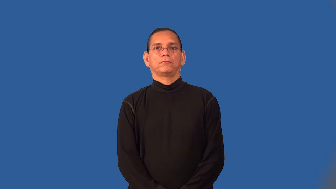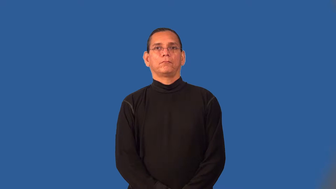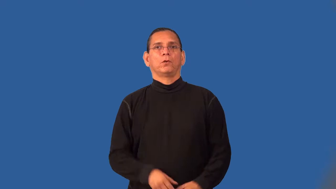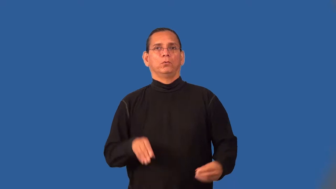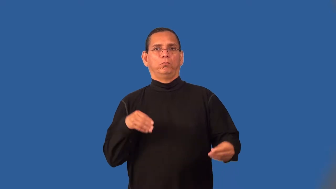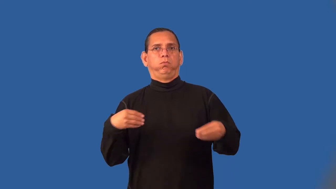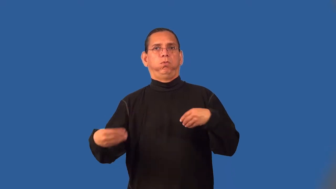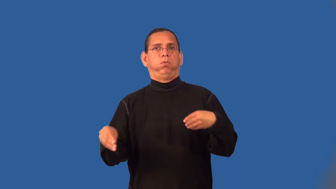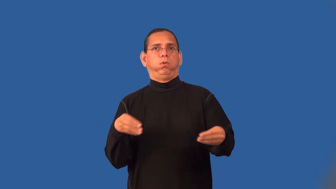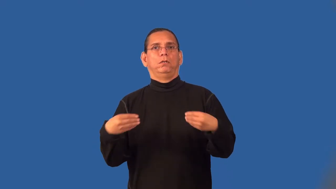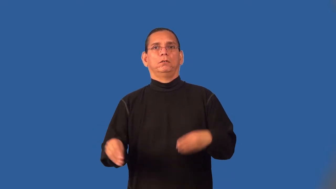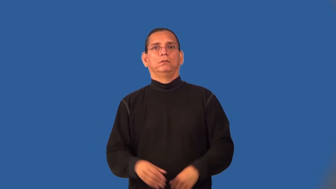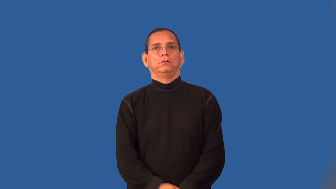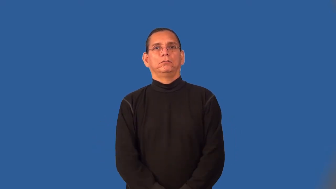slack